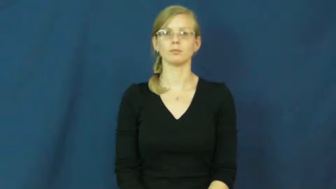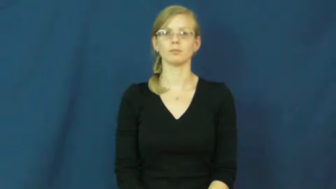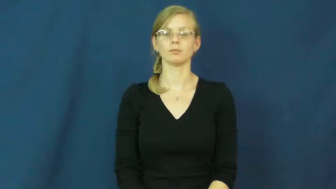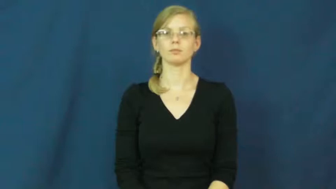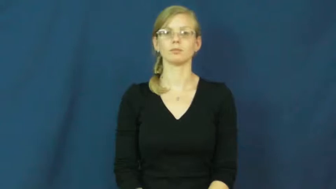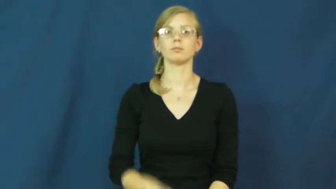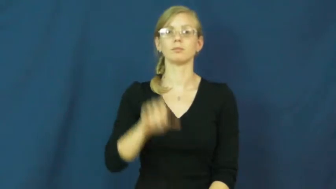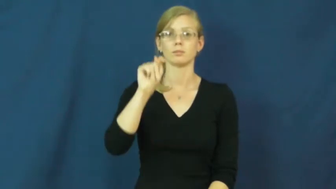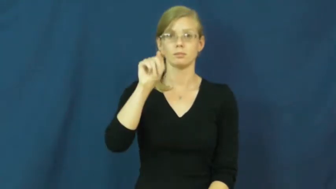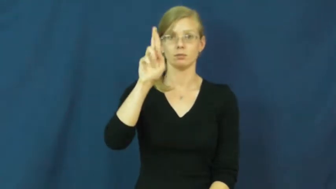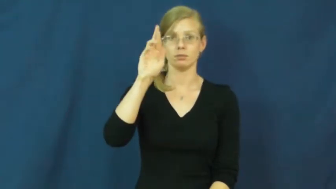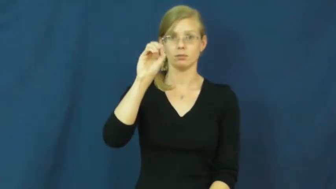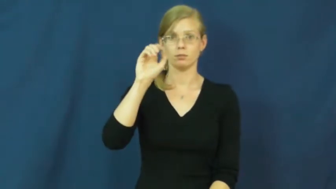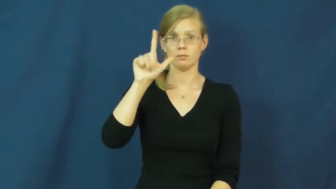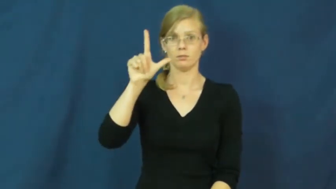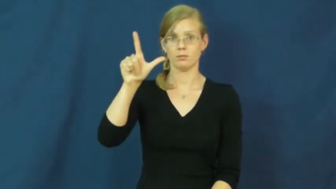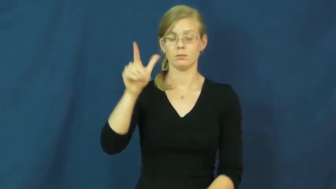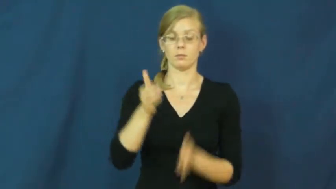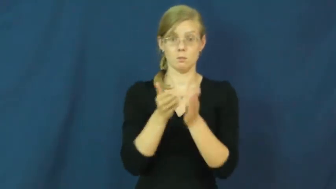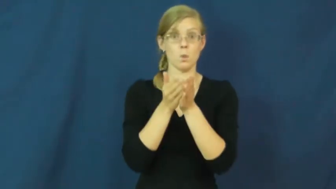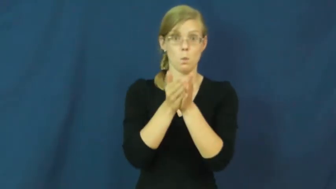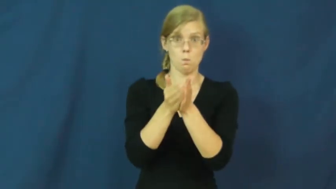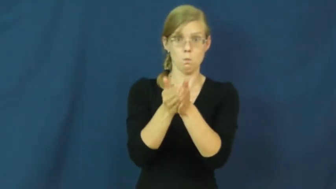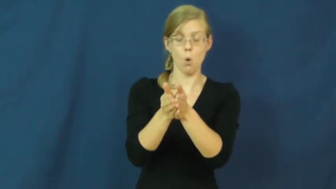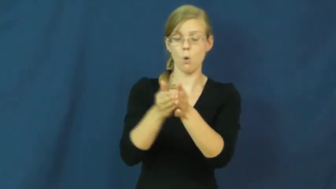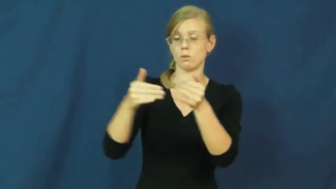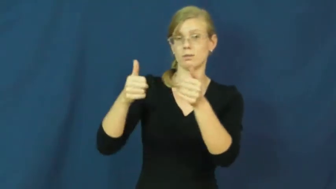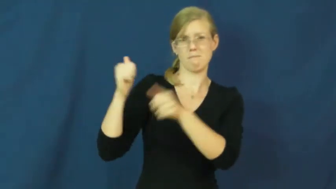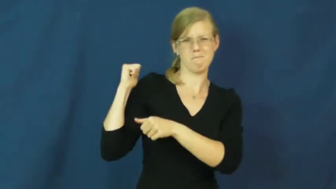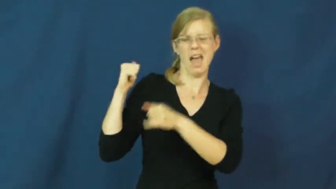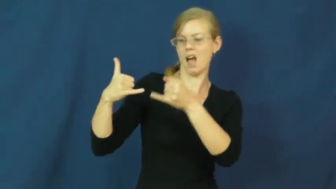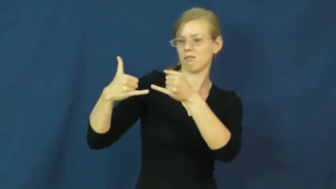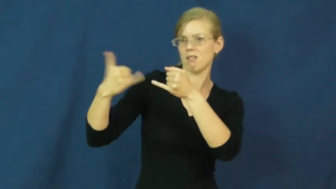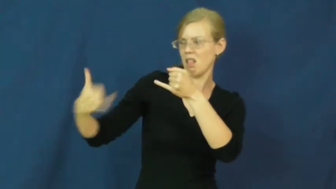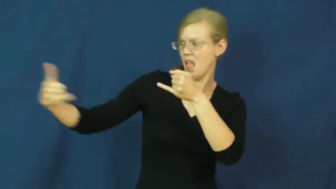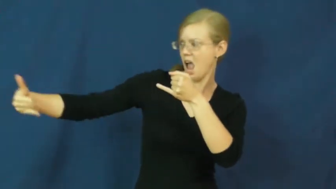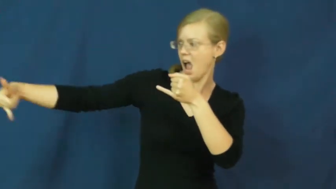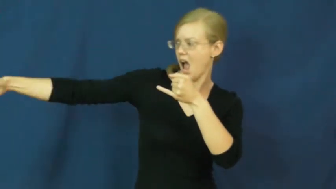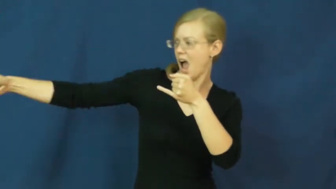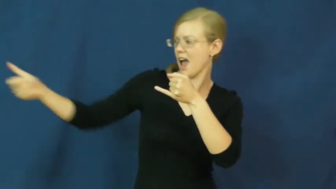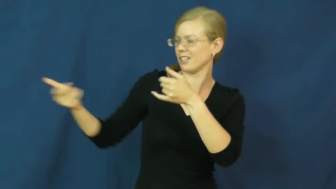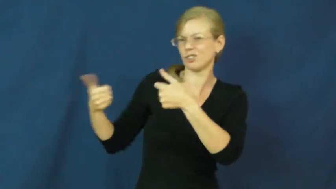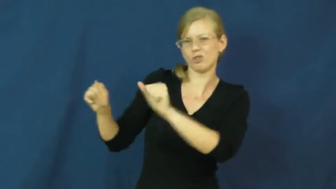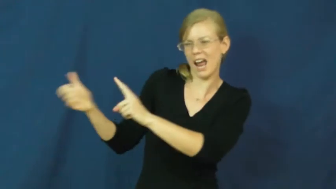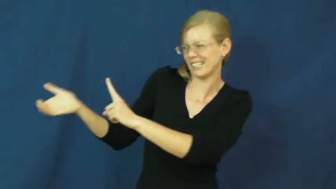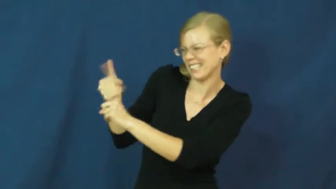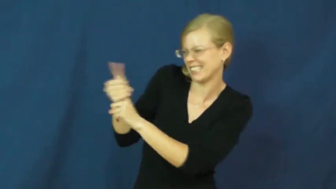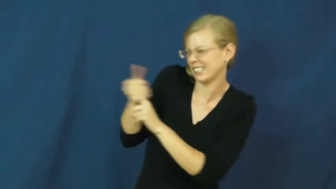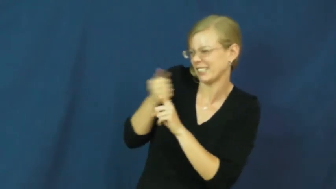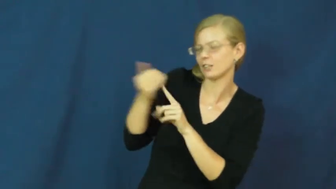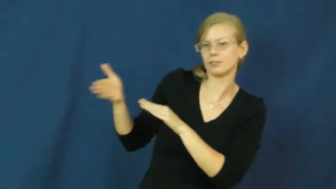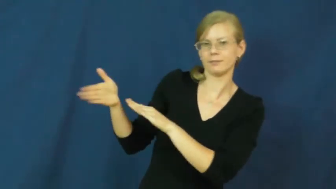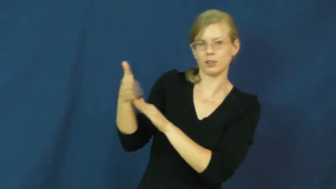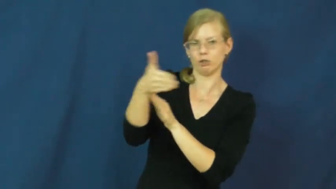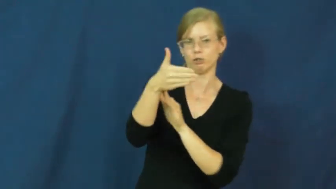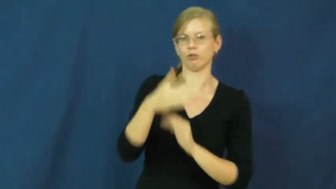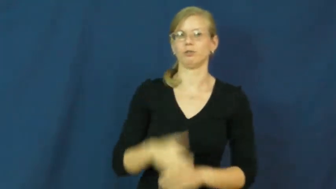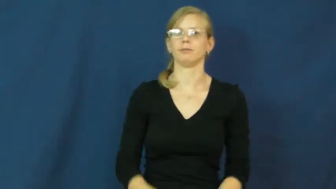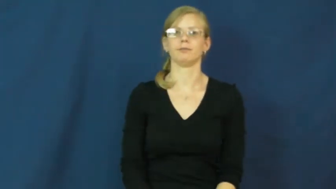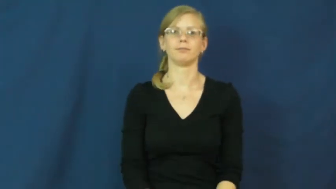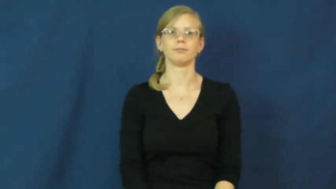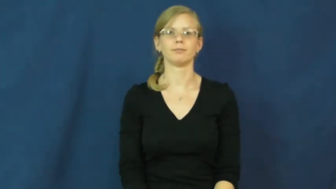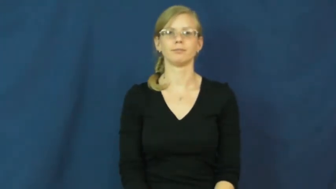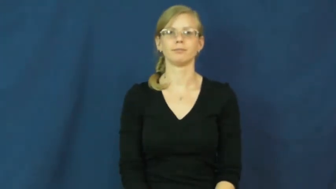troll-verb